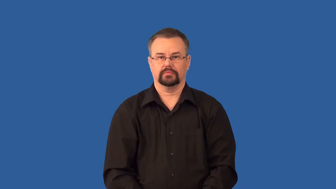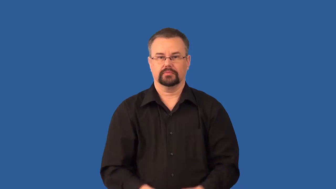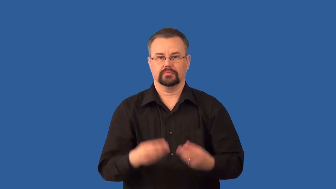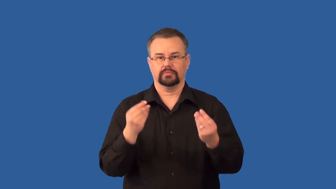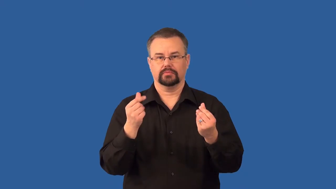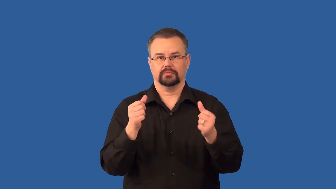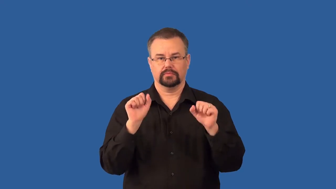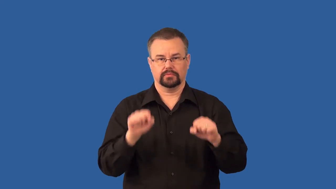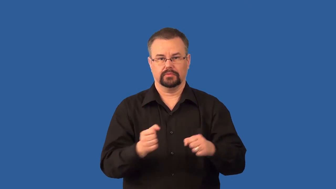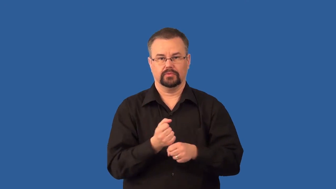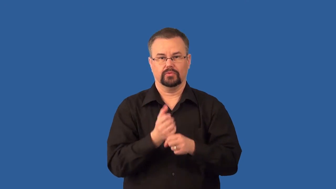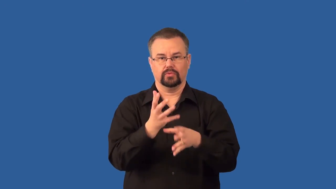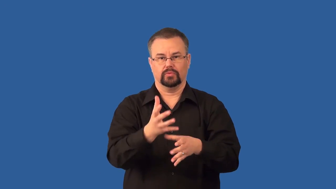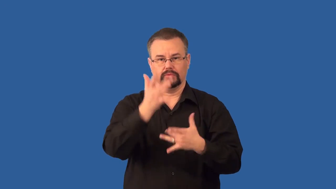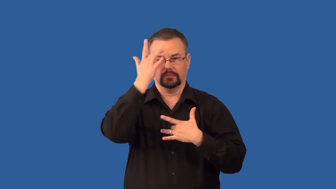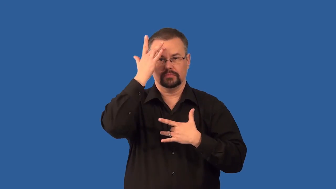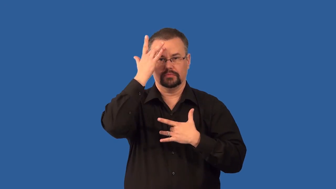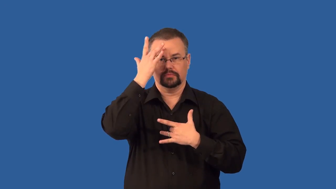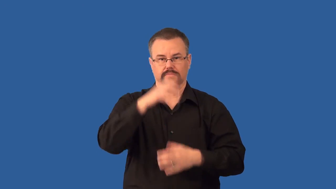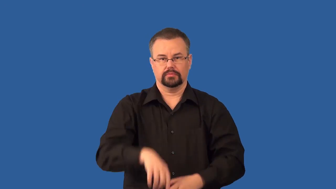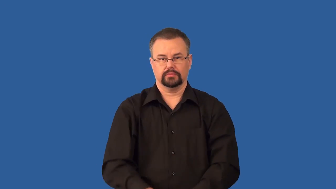antigen